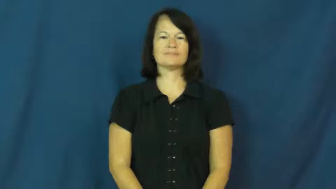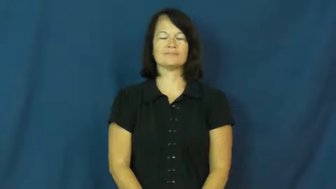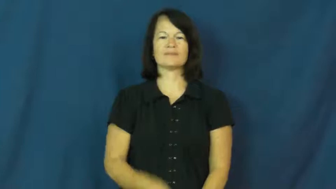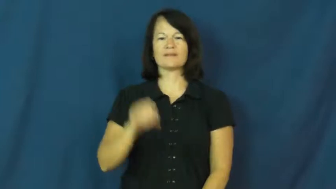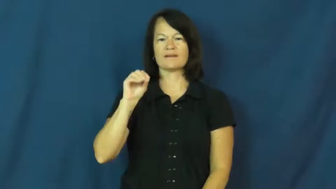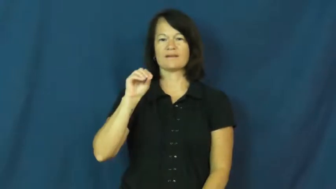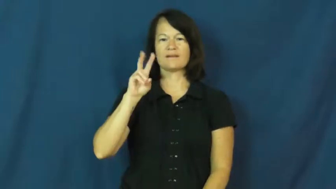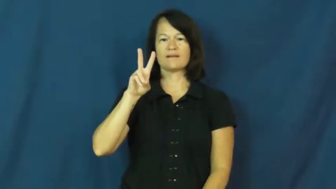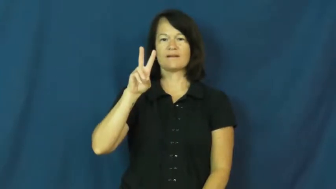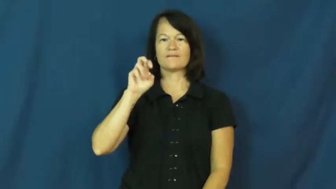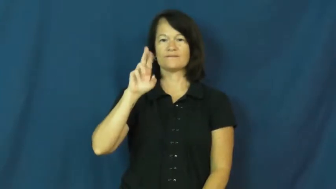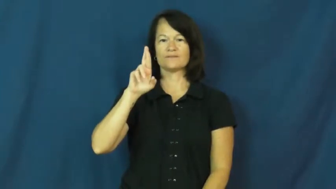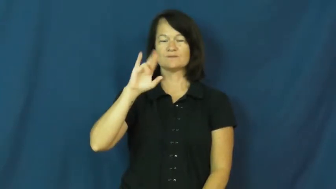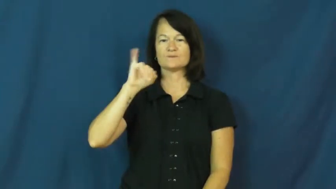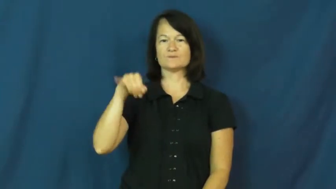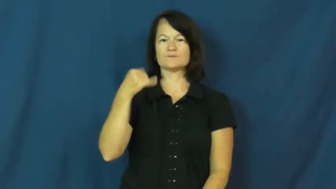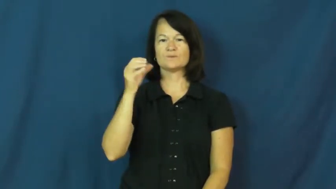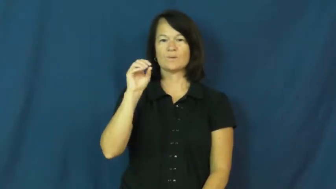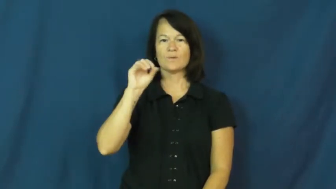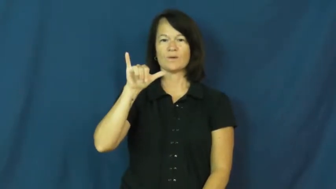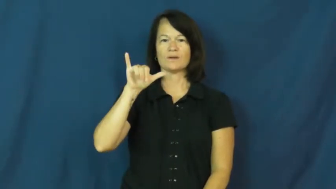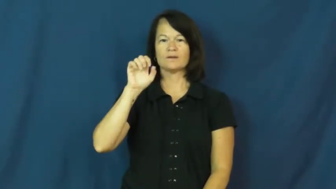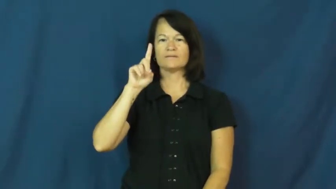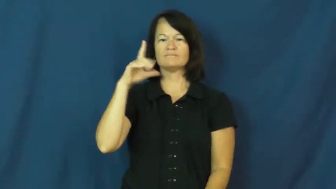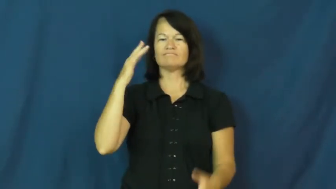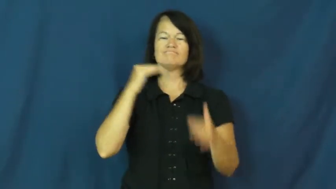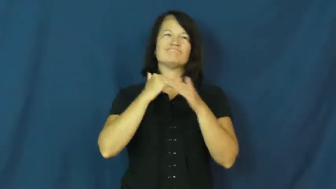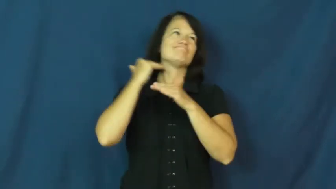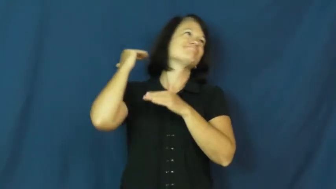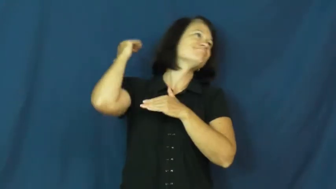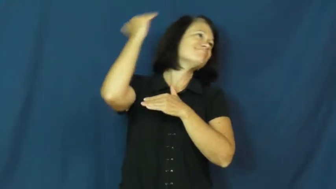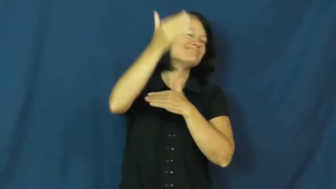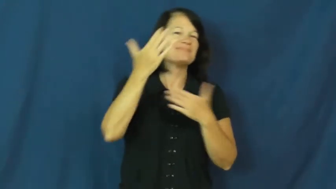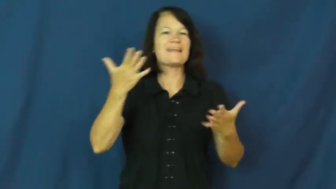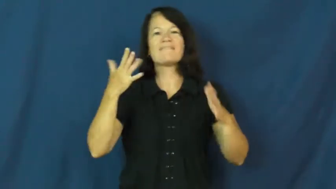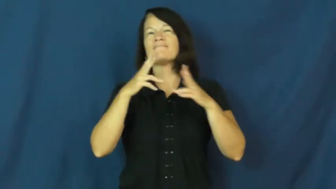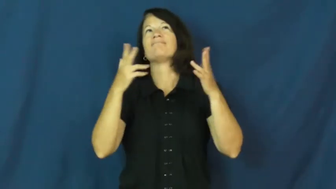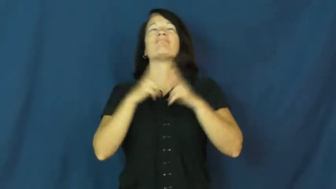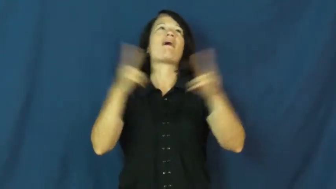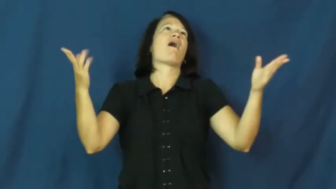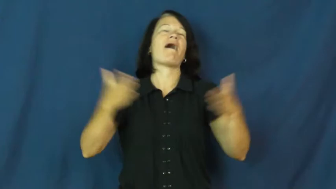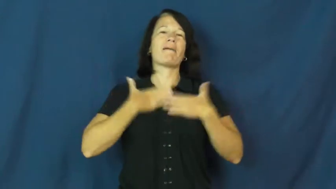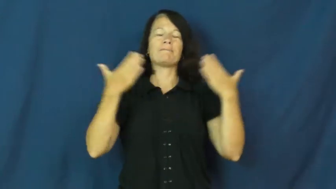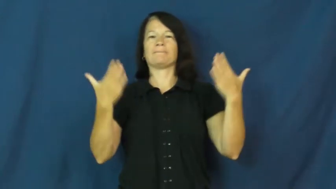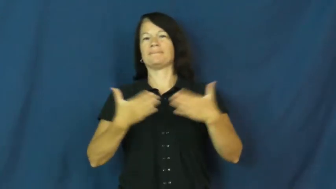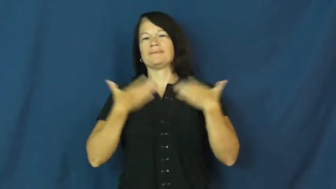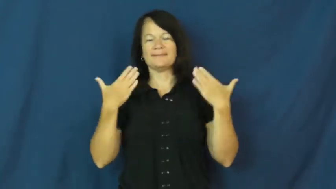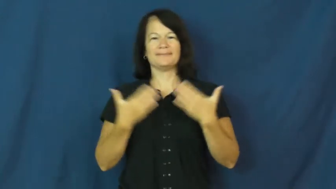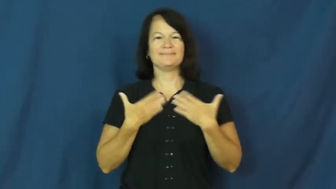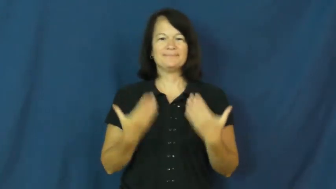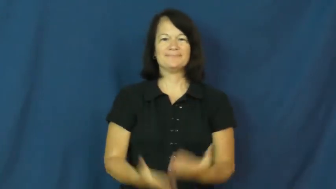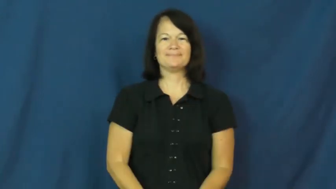overjoyed